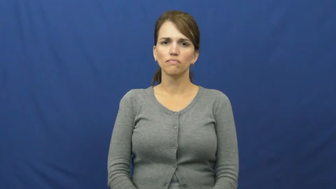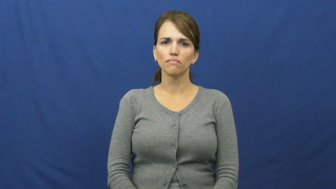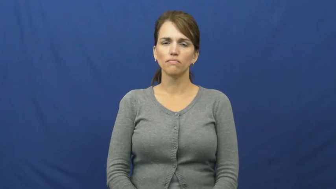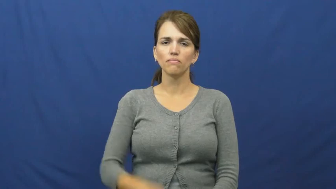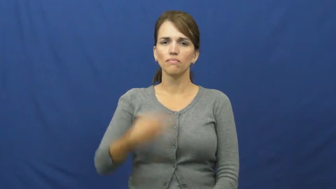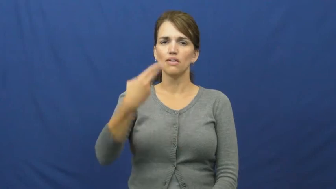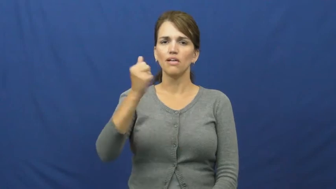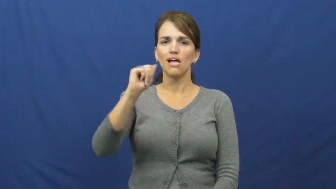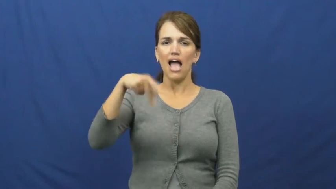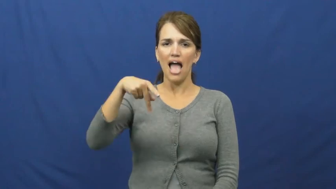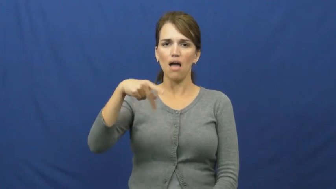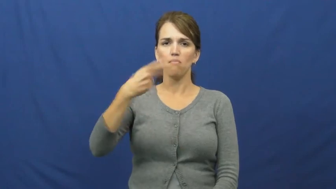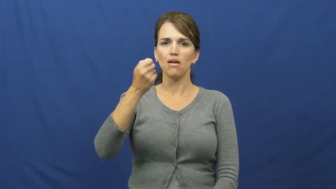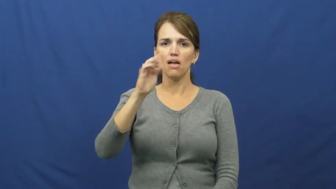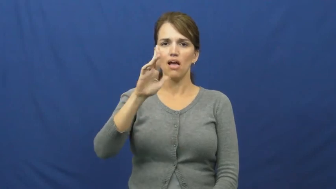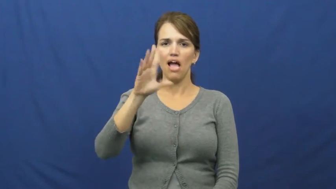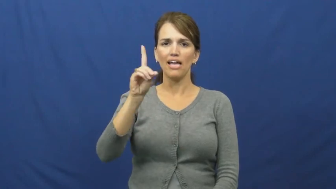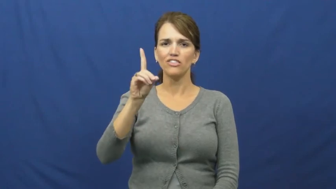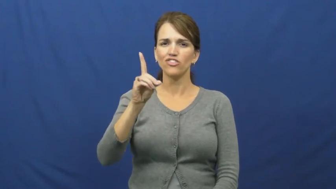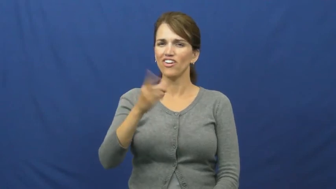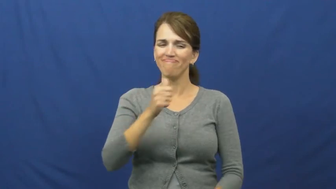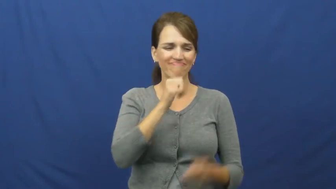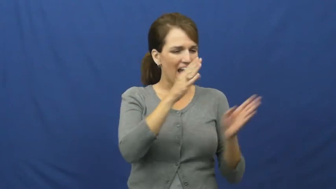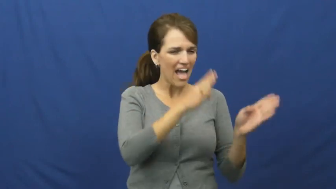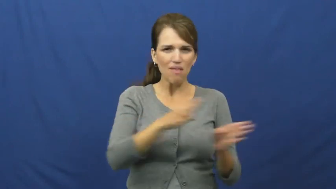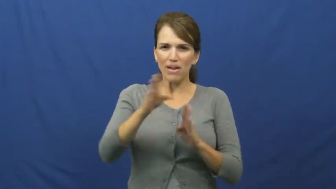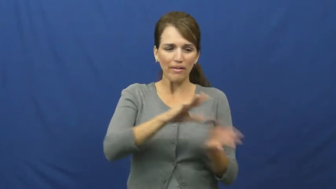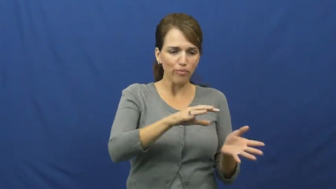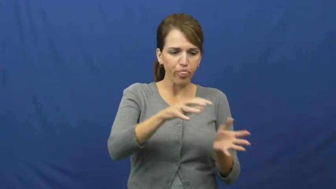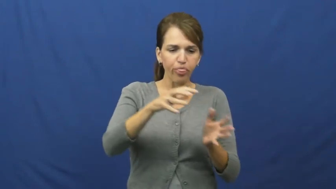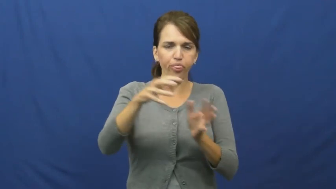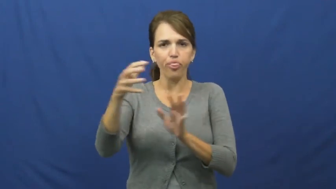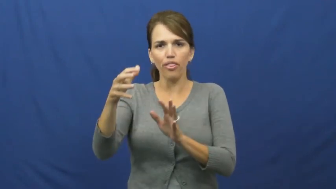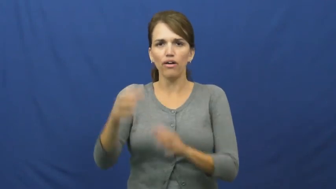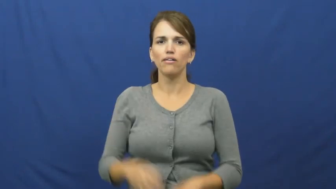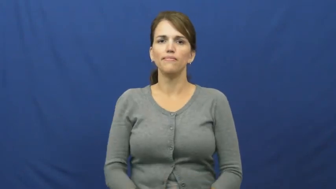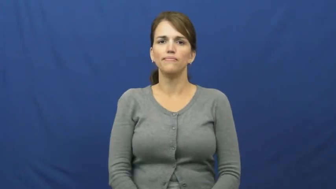haphazard